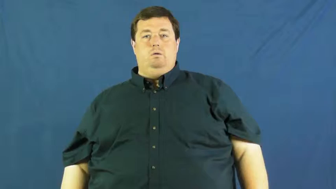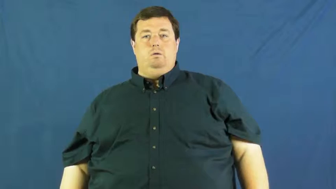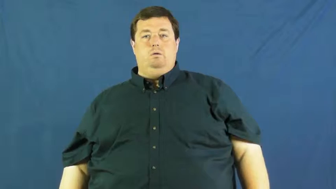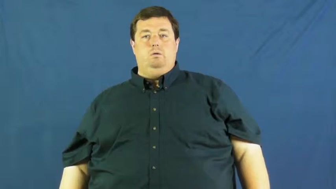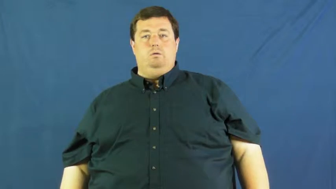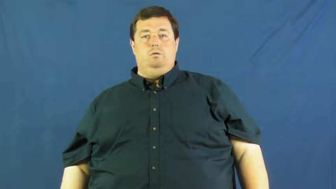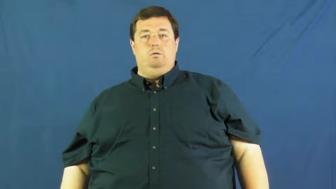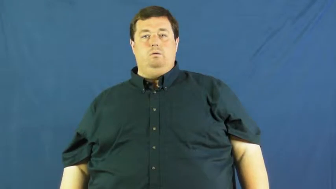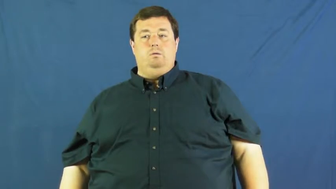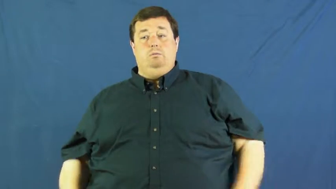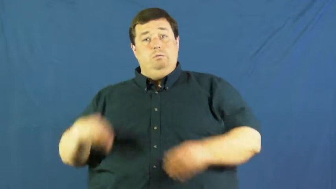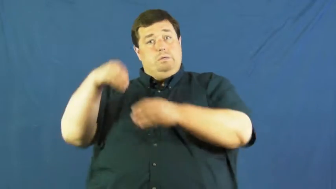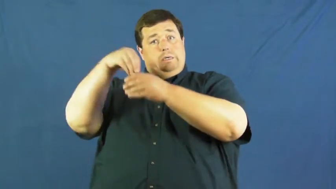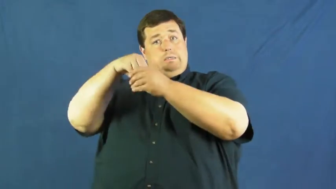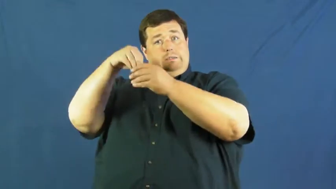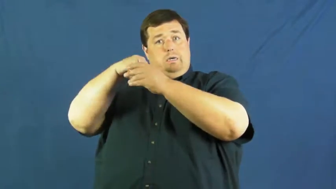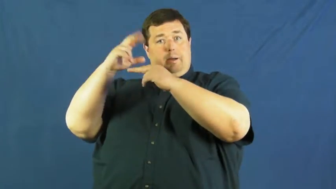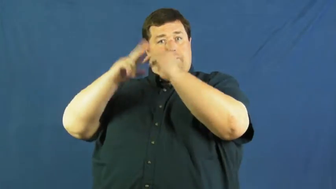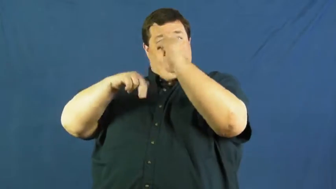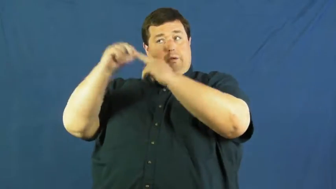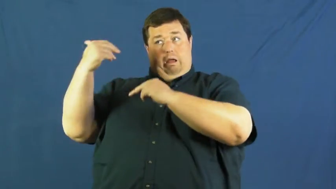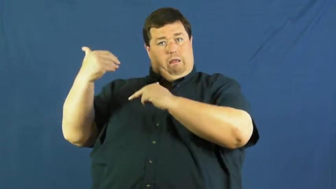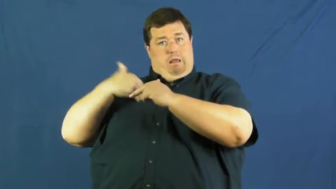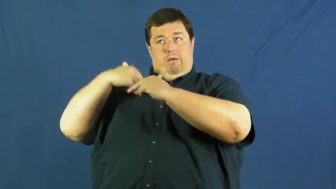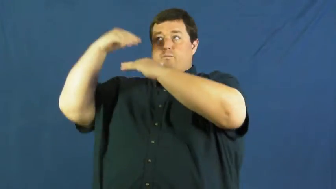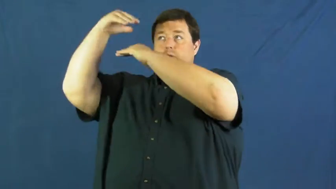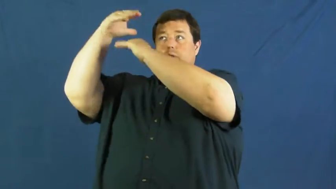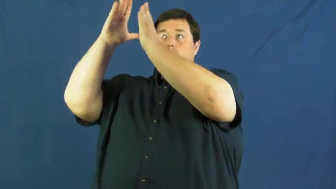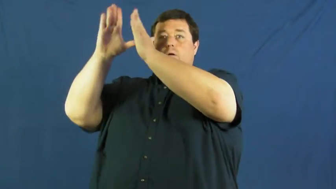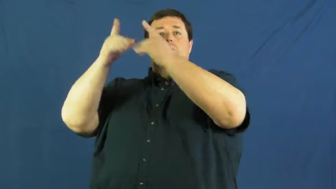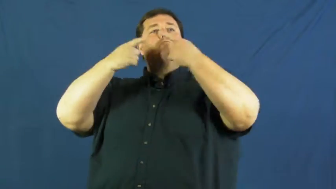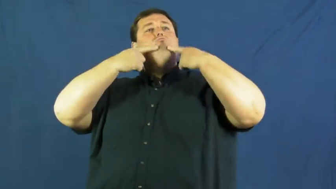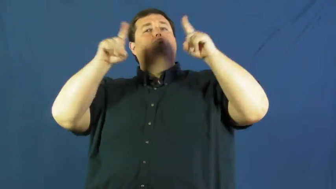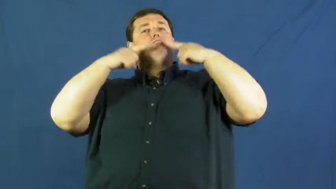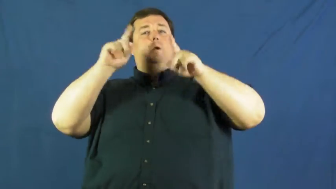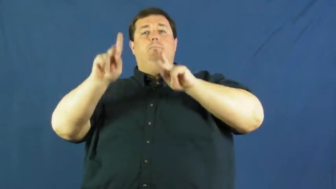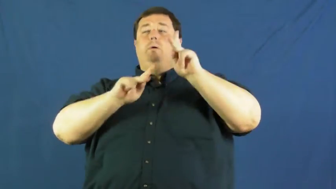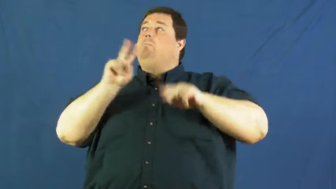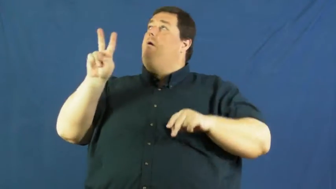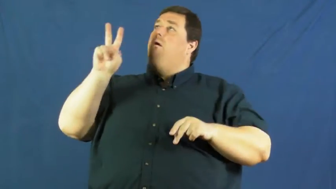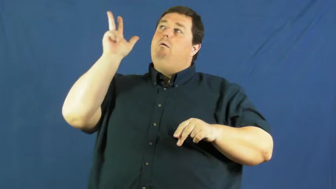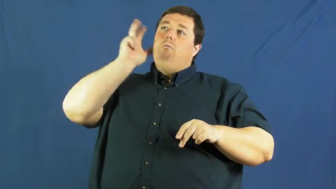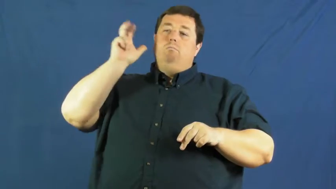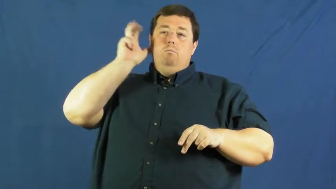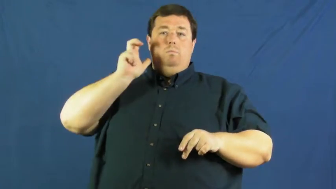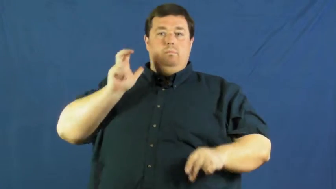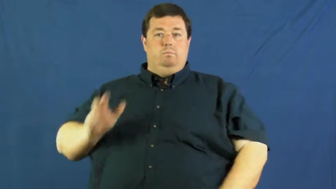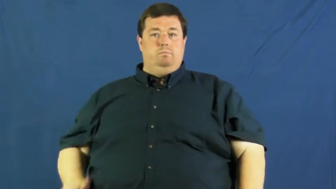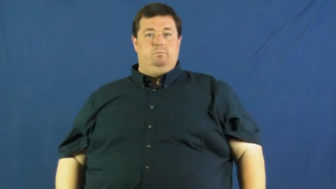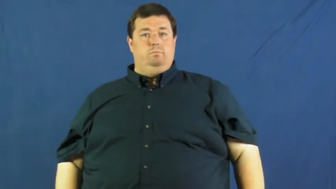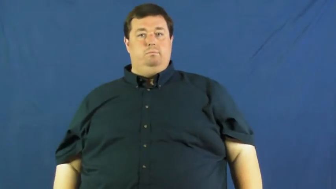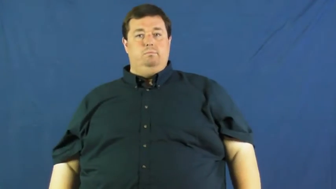intercom